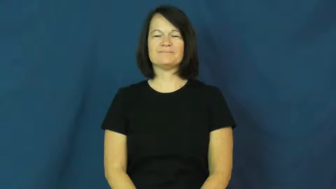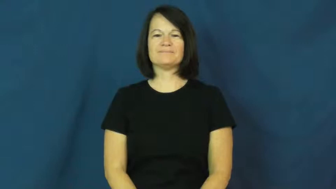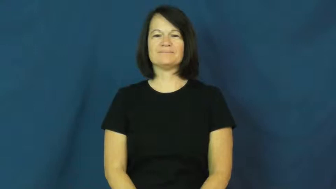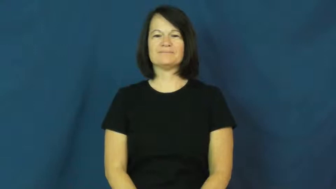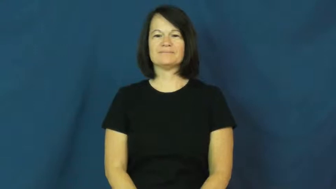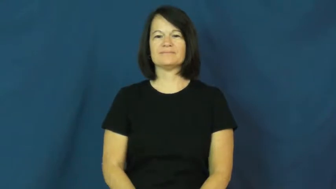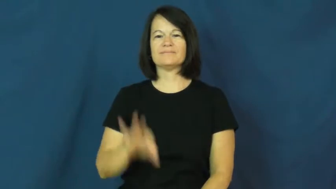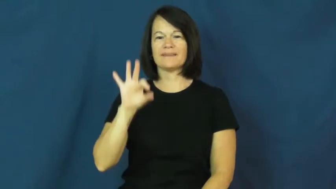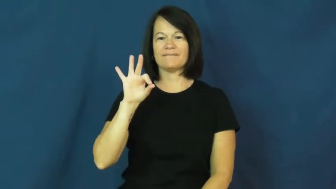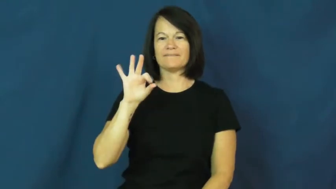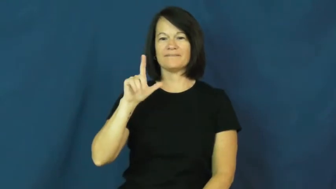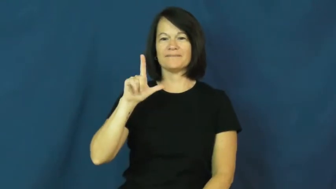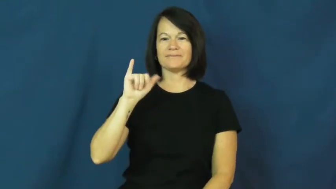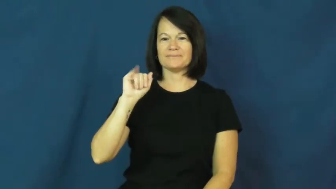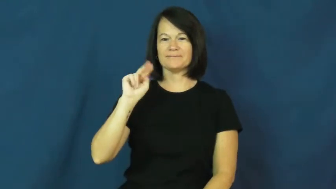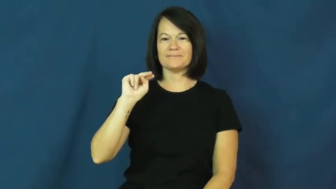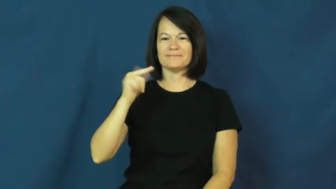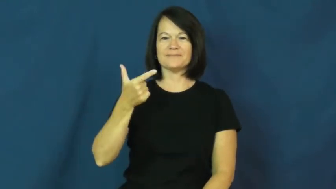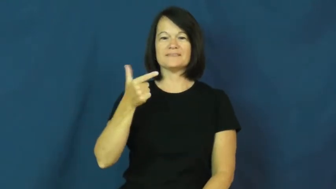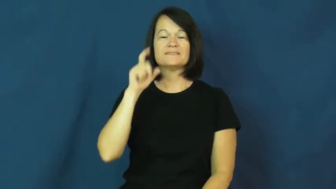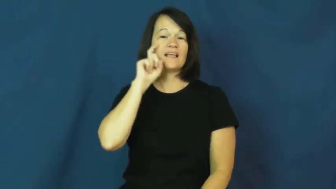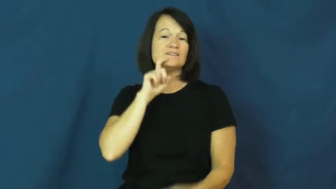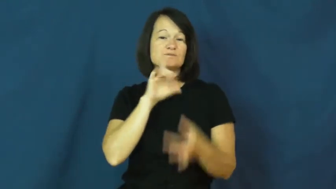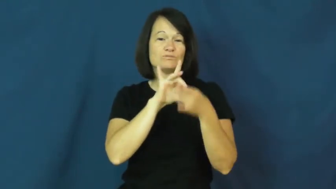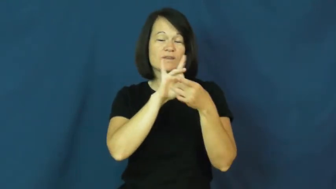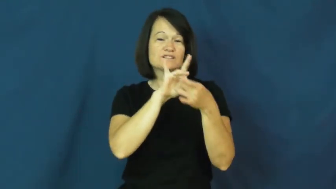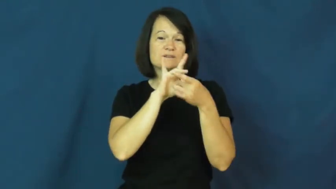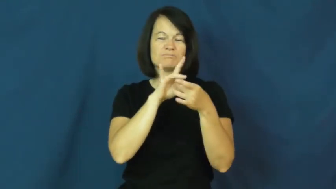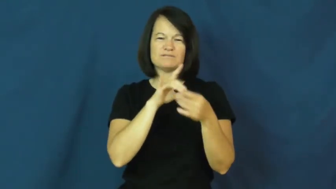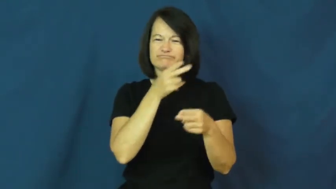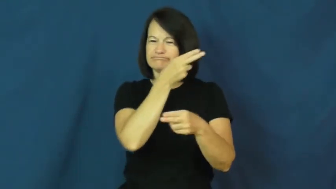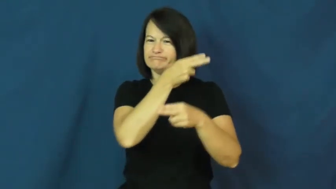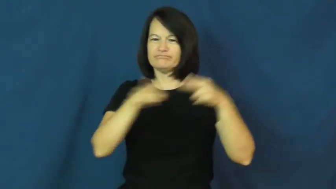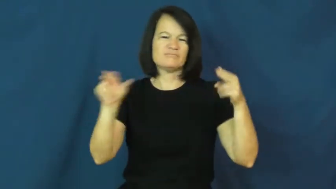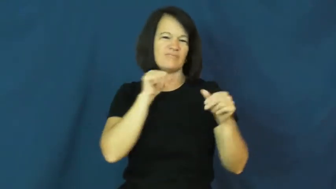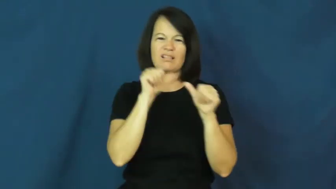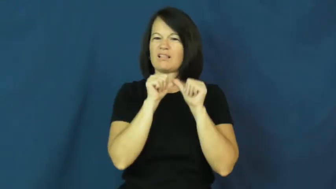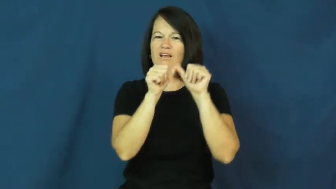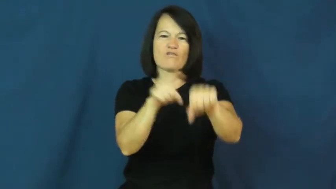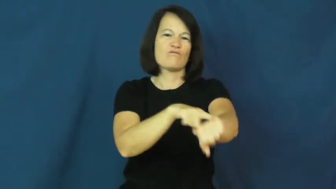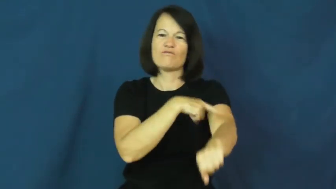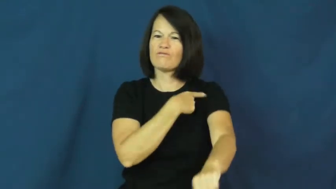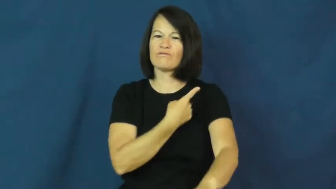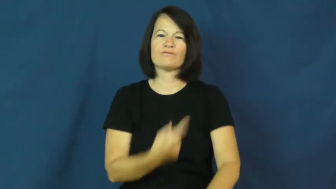fling-relationship